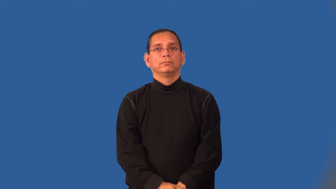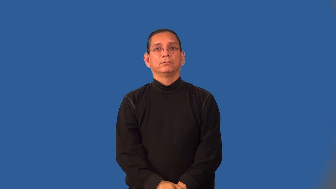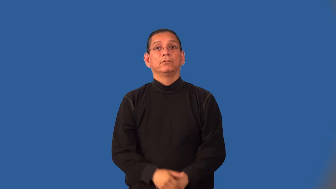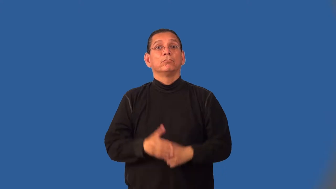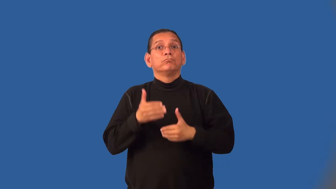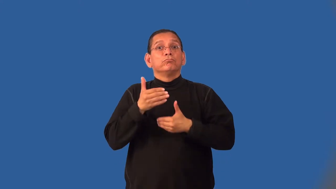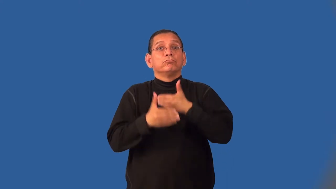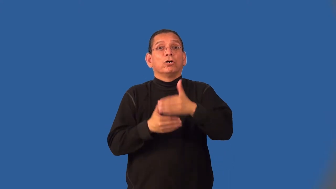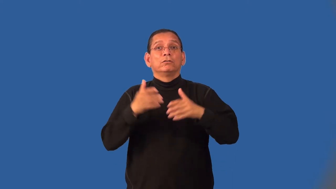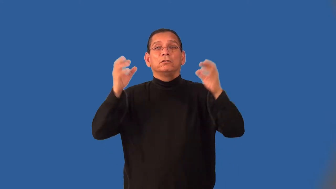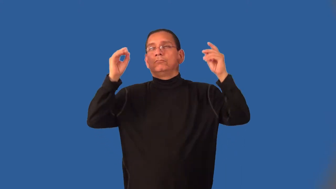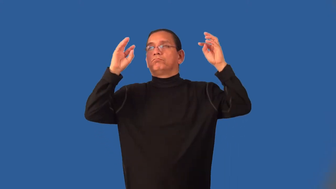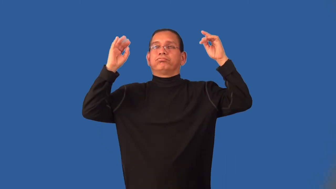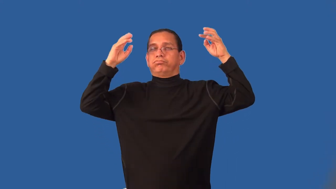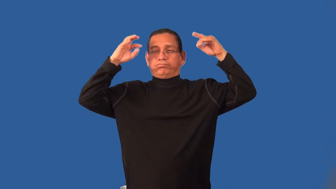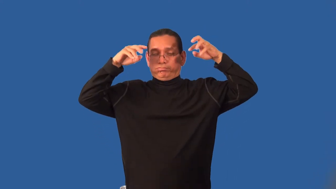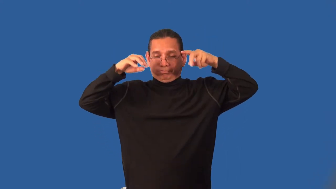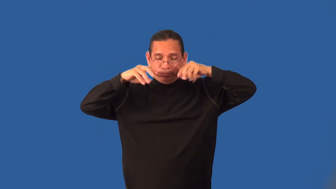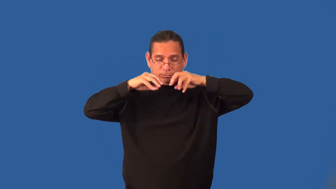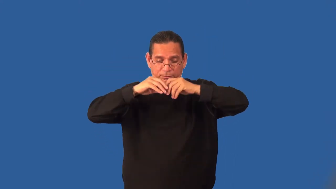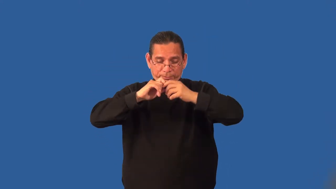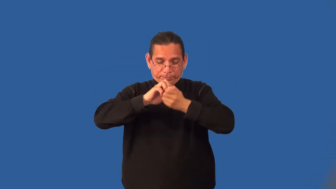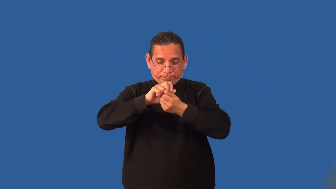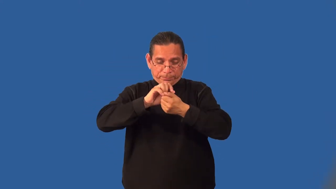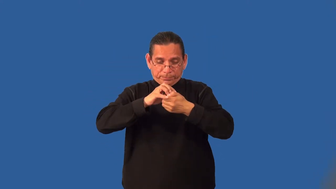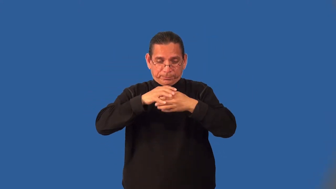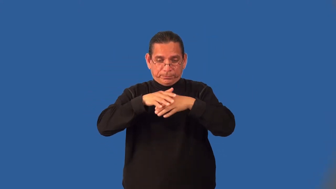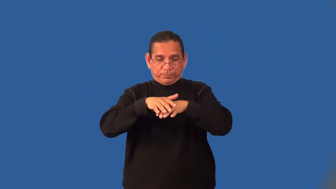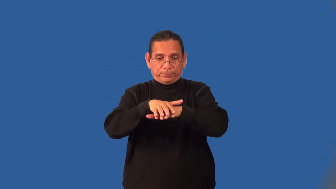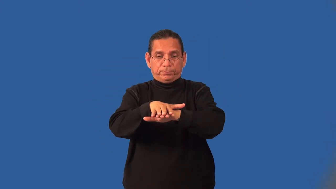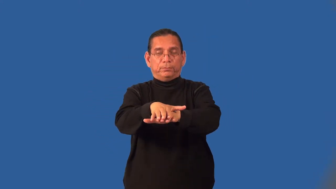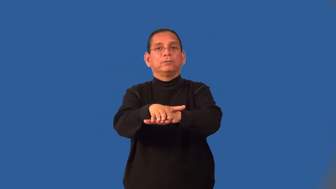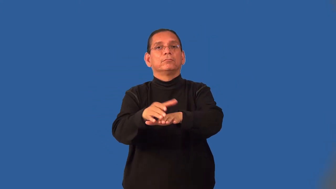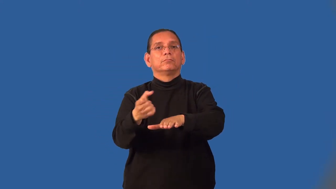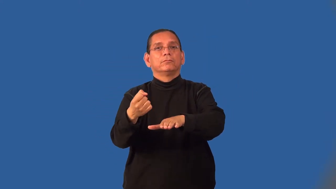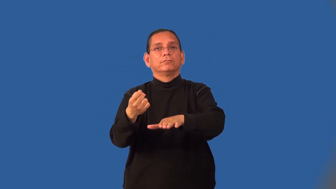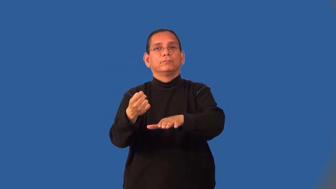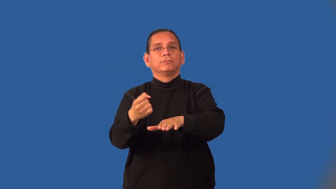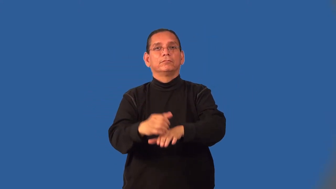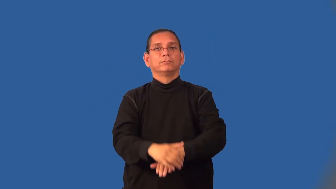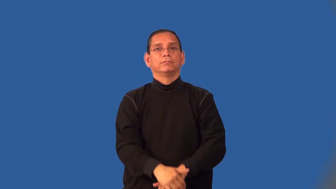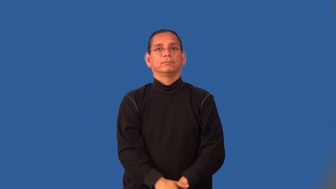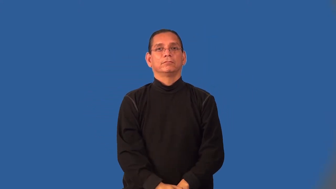homogenize-milk